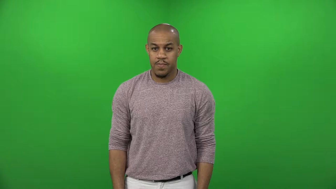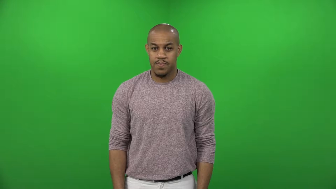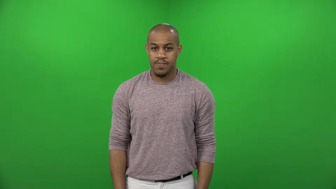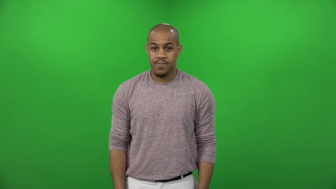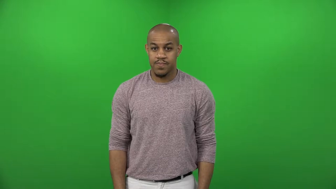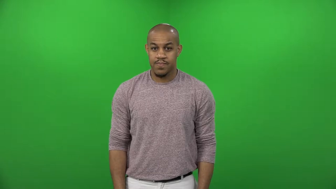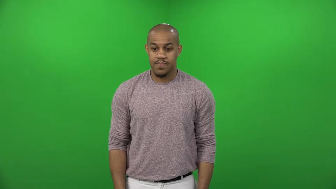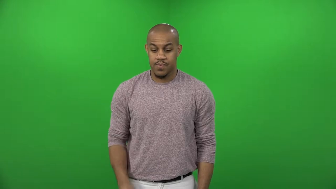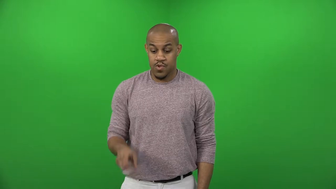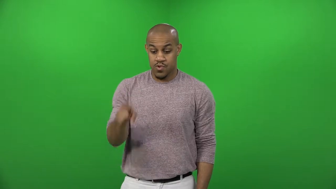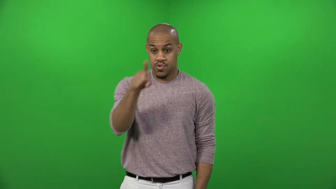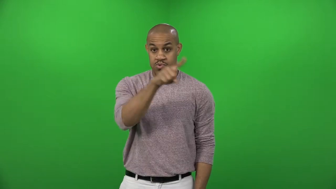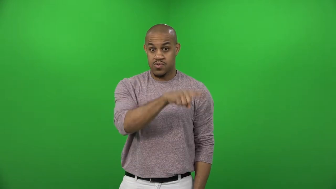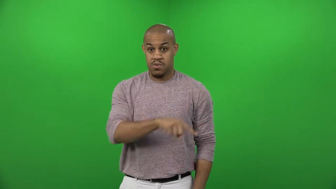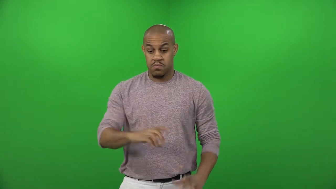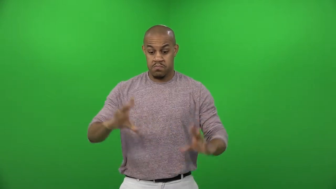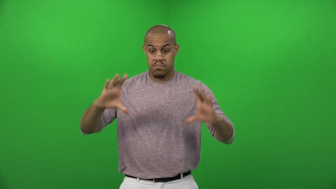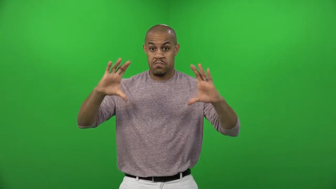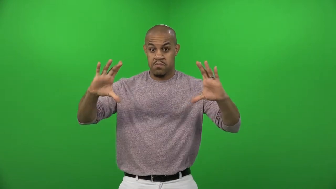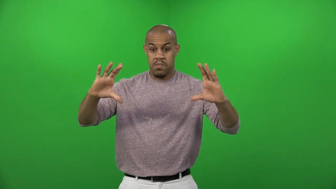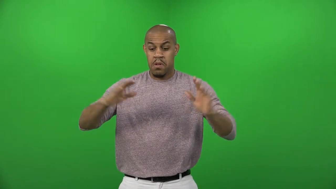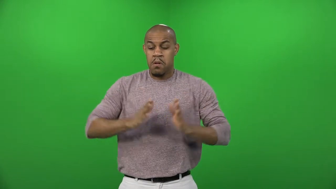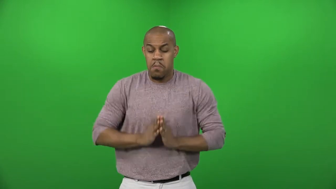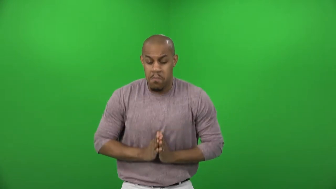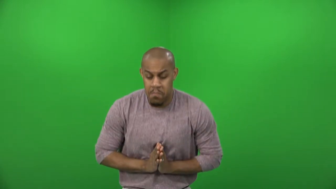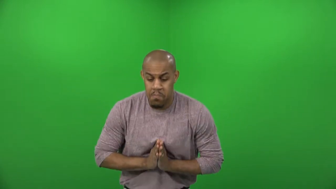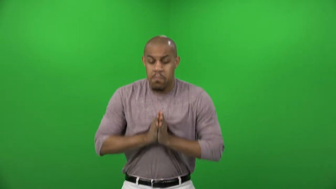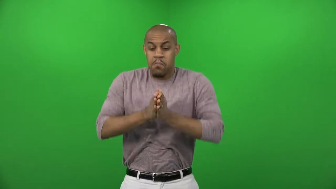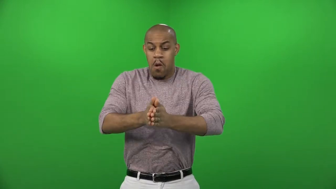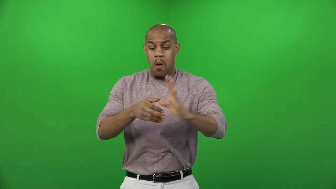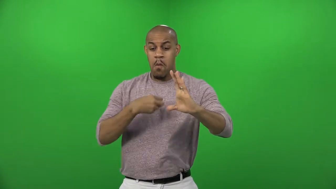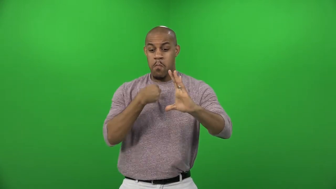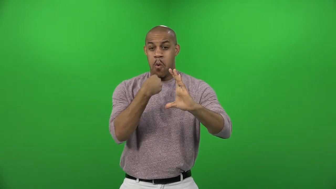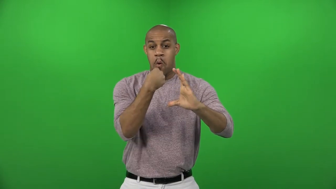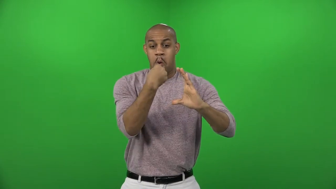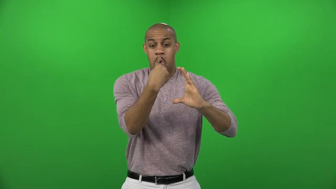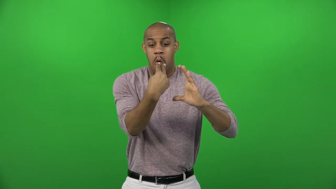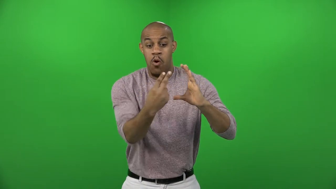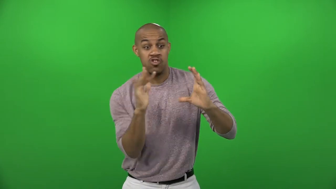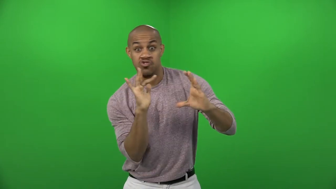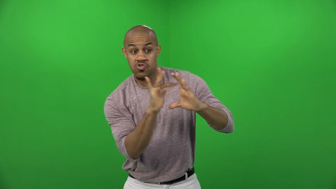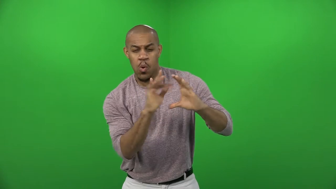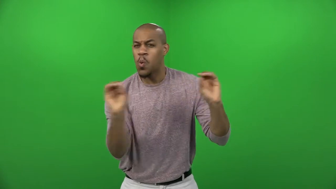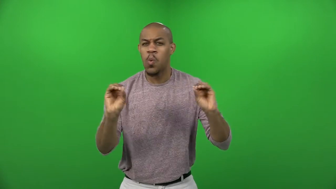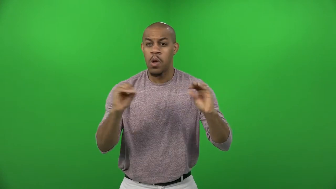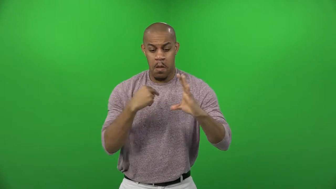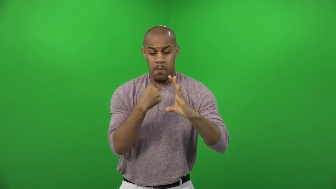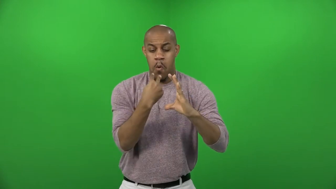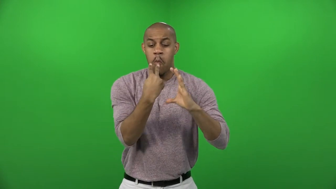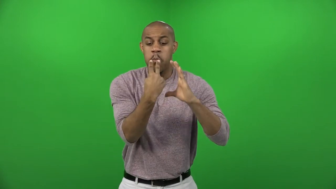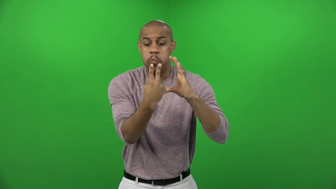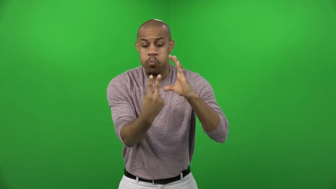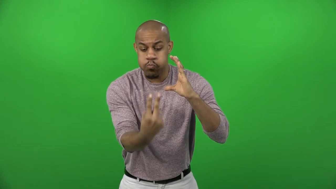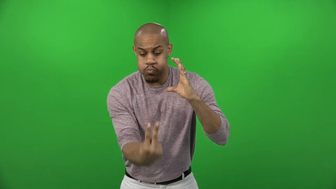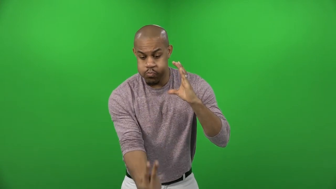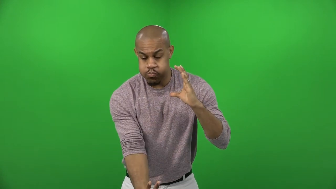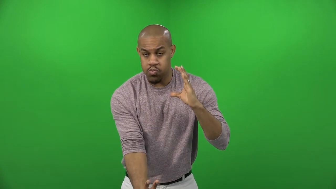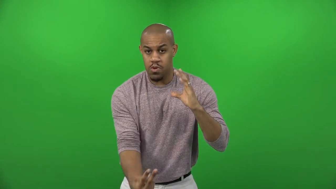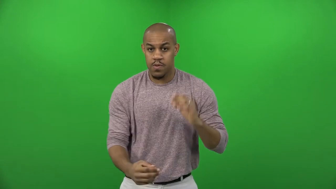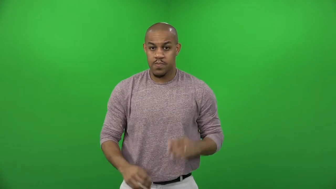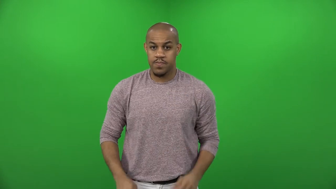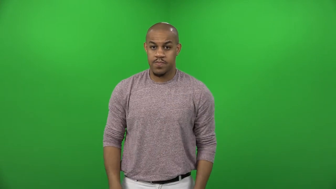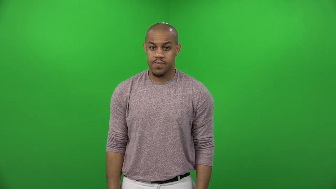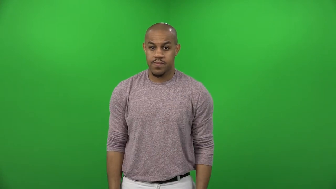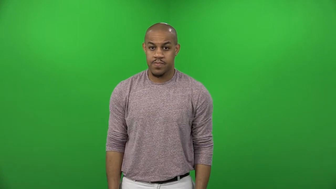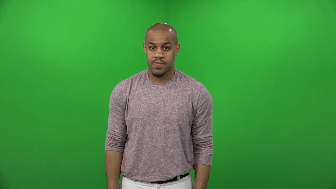cleanly